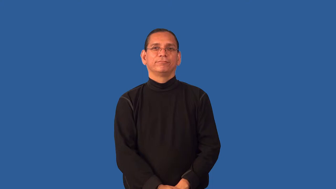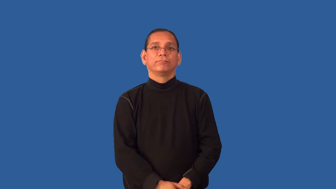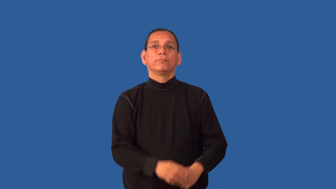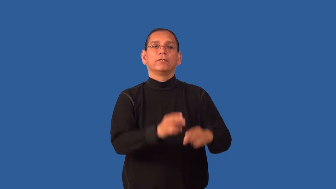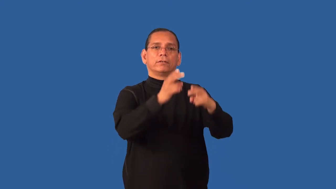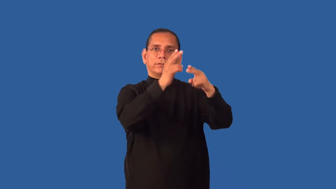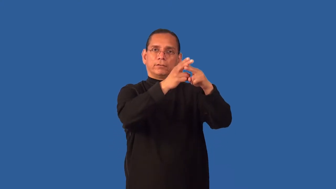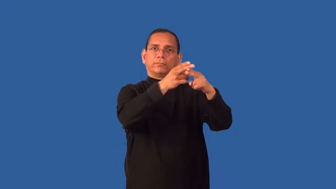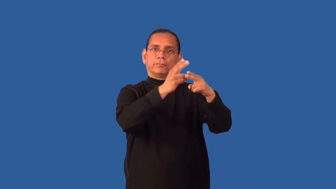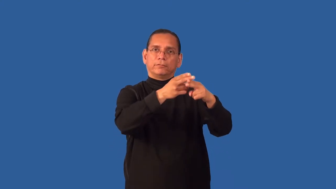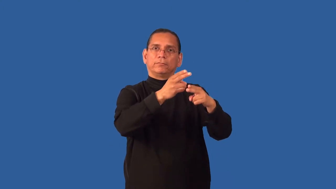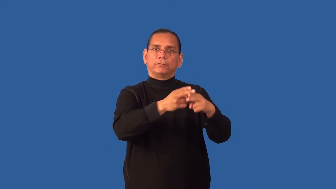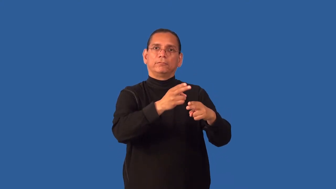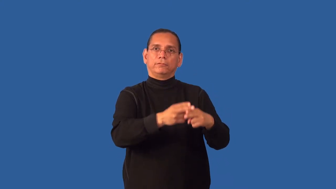enumerate